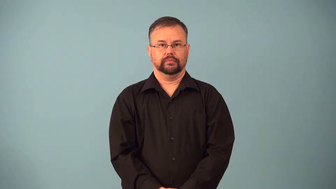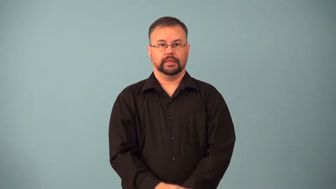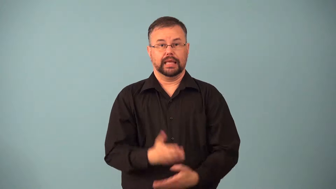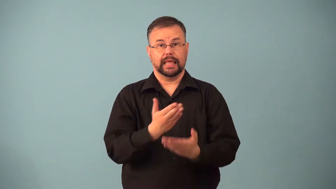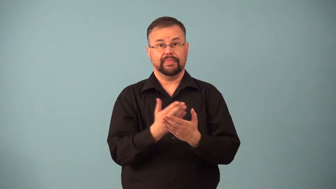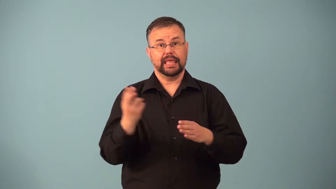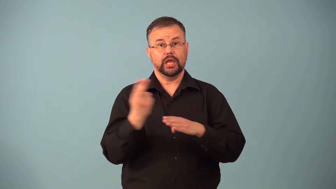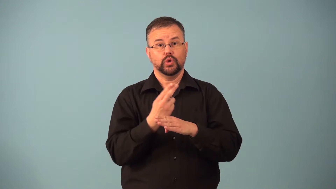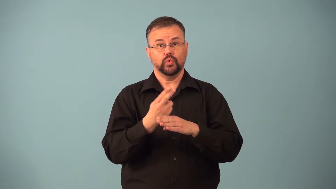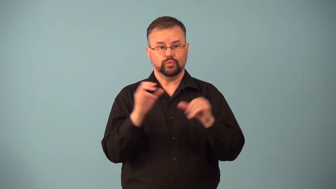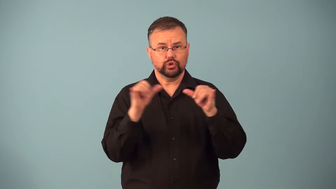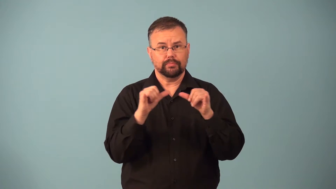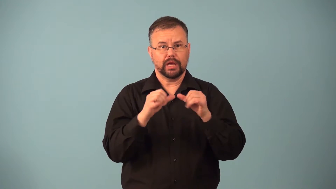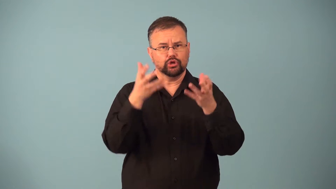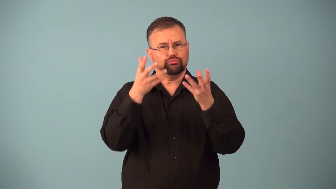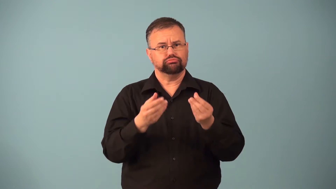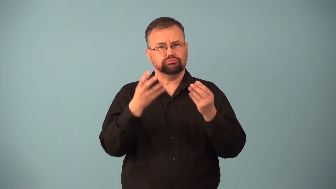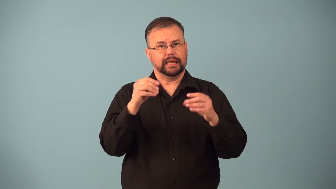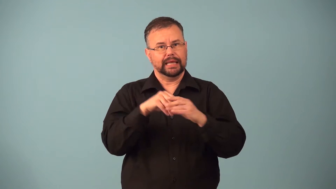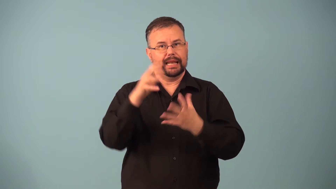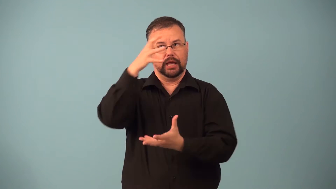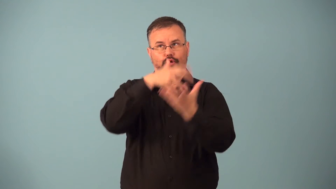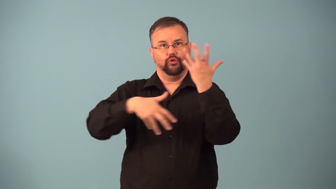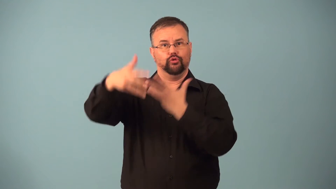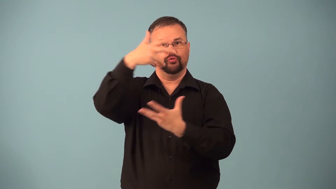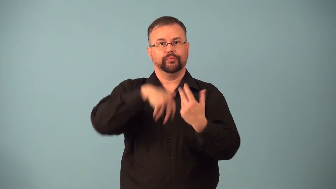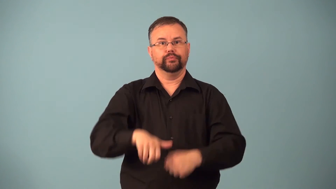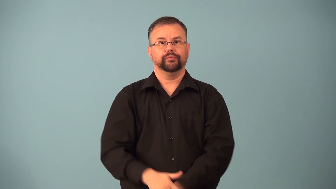hygrometer